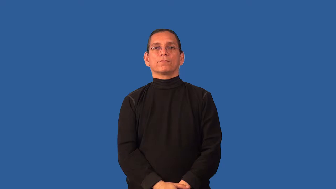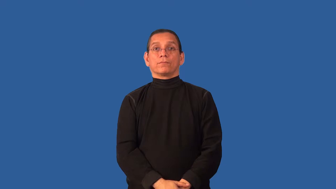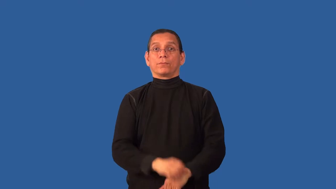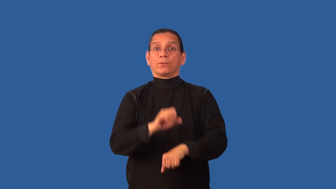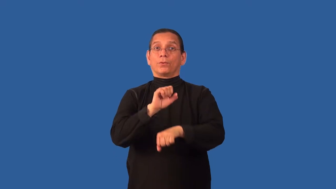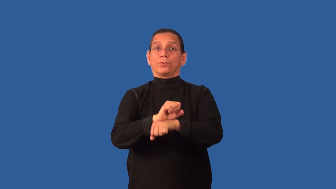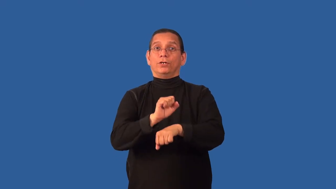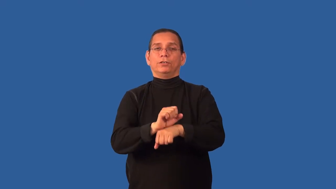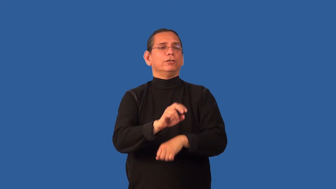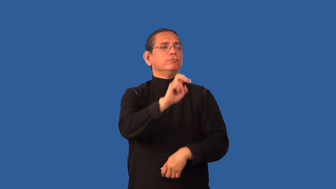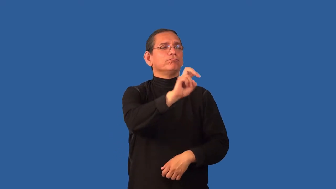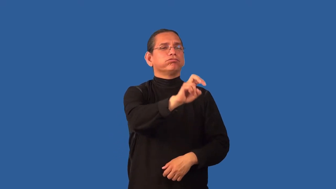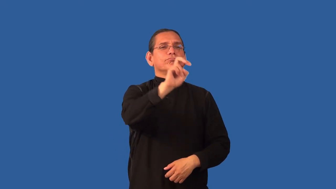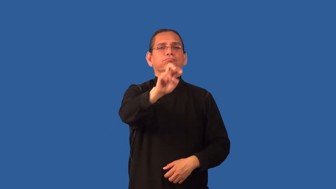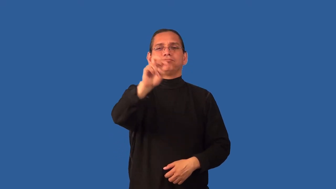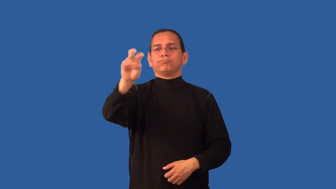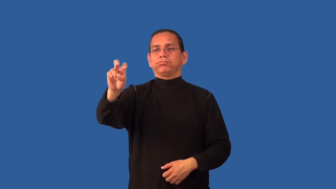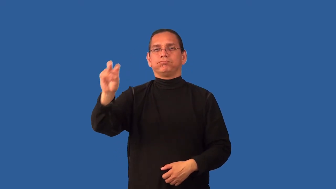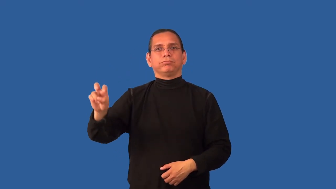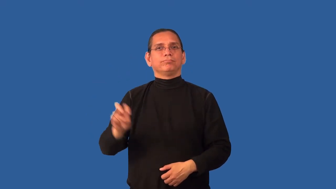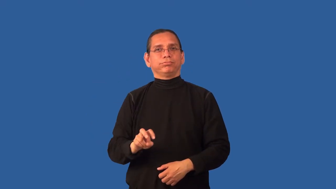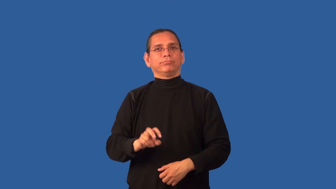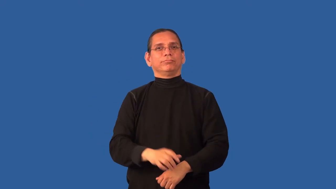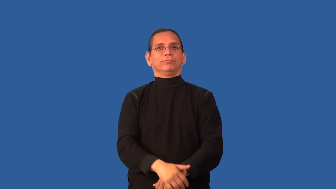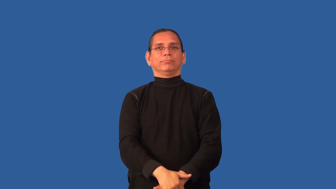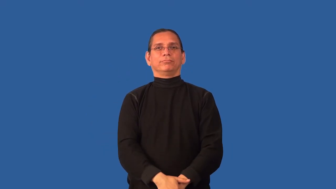circuit-series of places